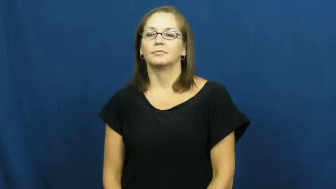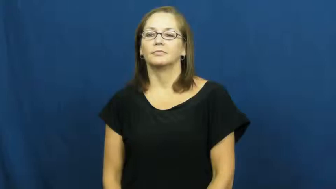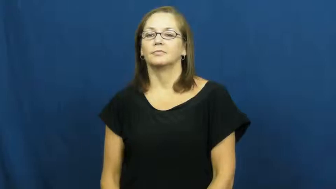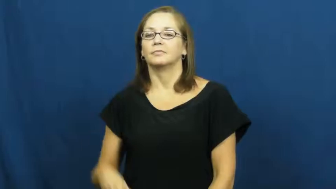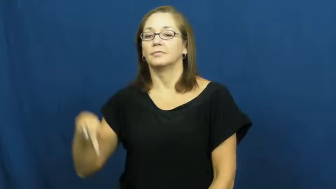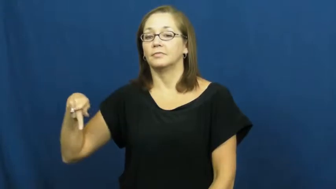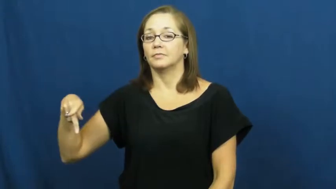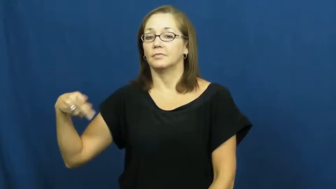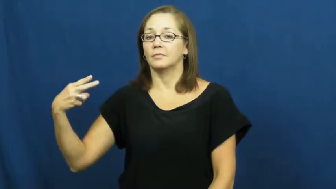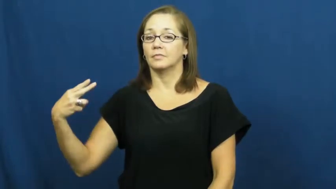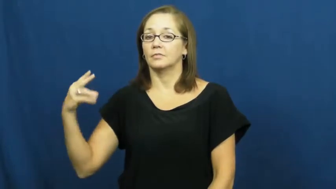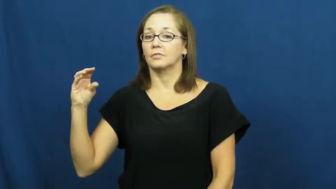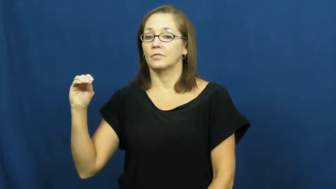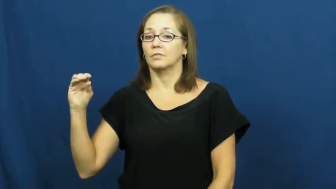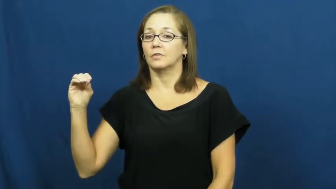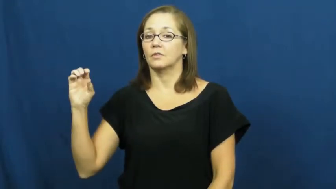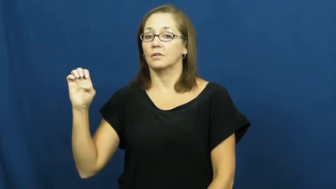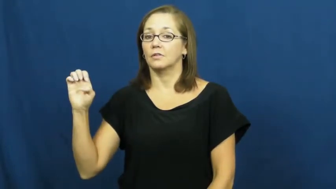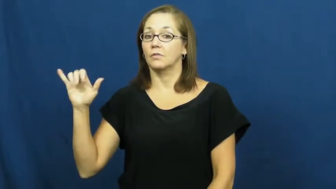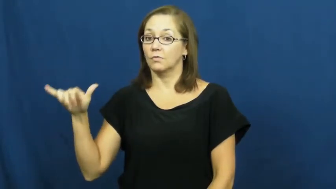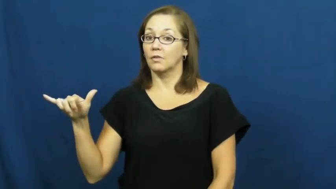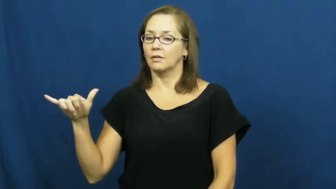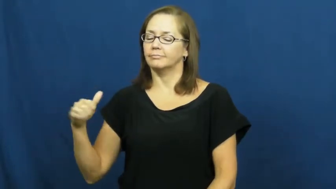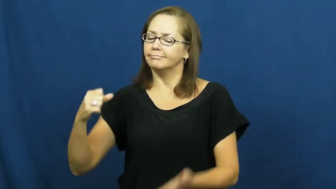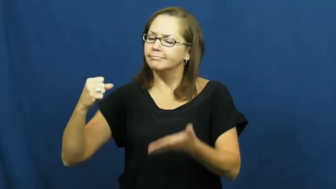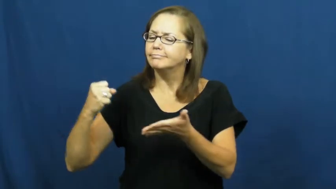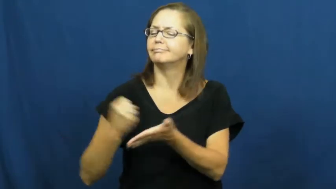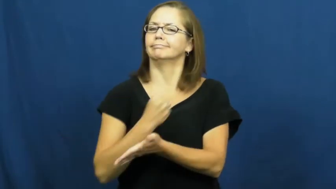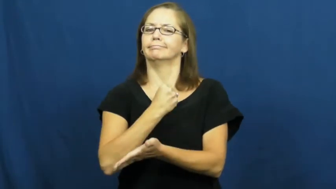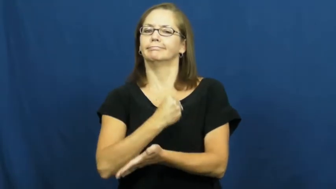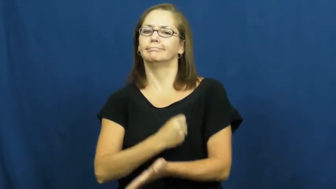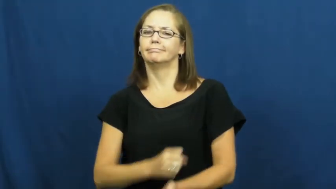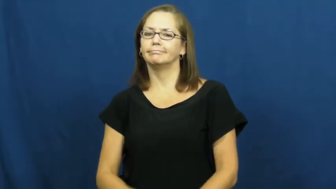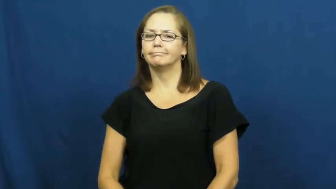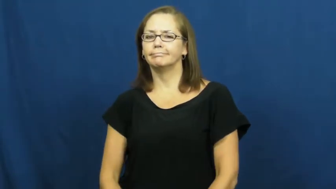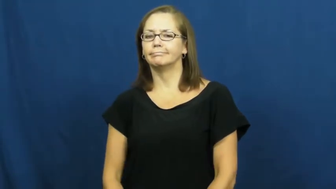phooey